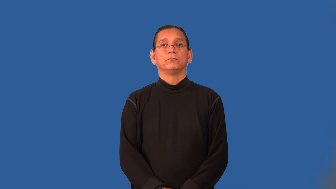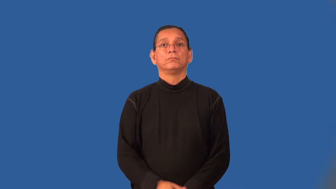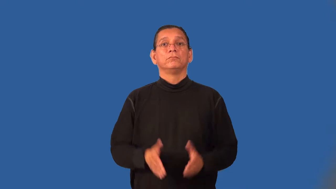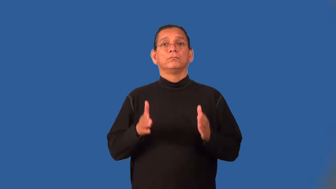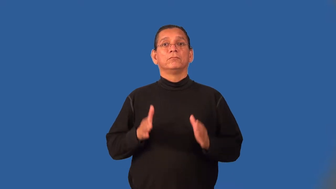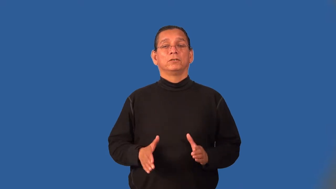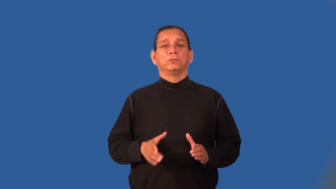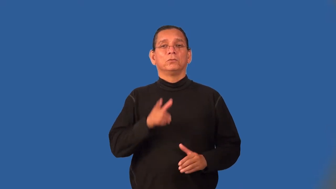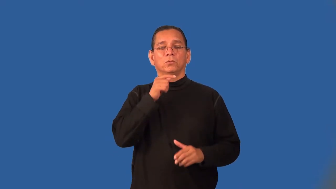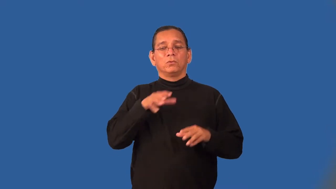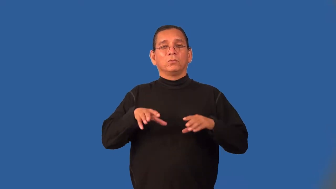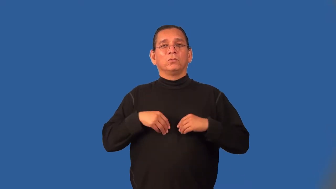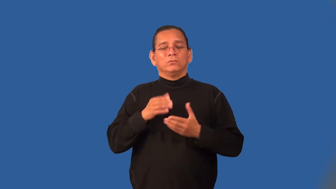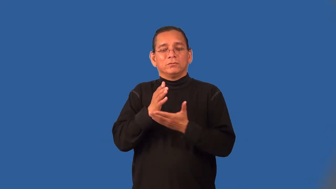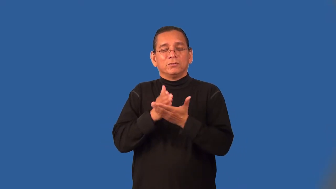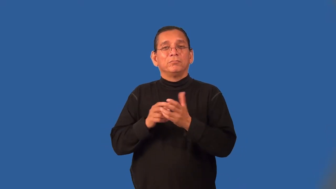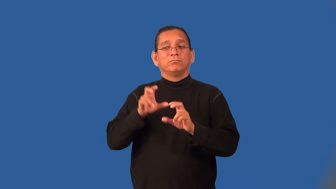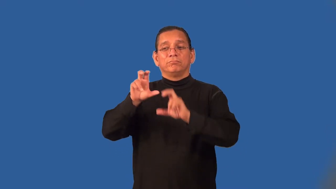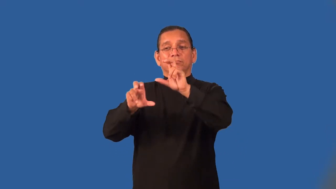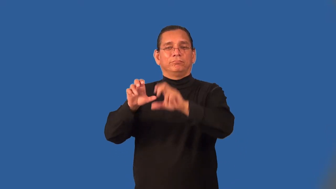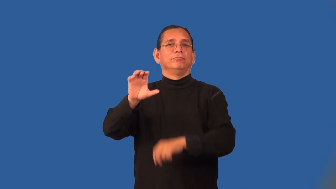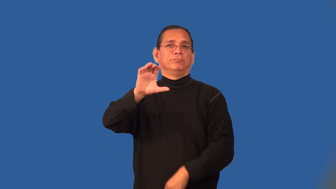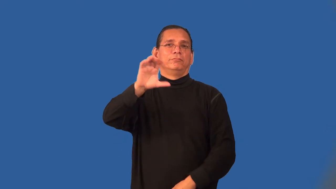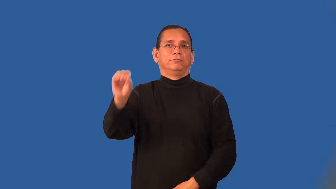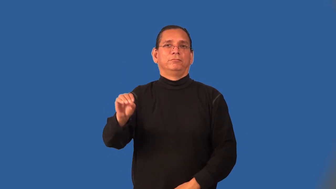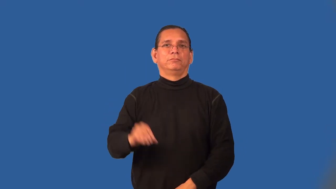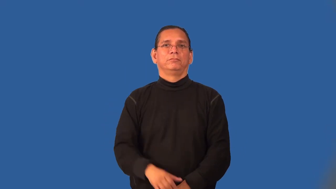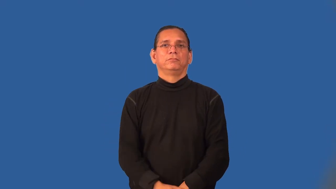shareholder